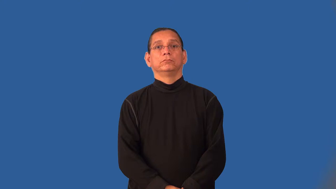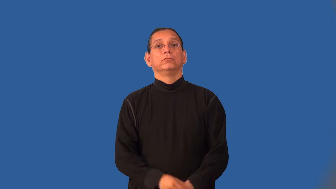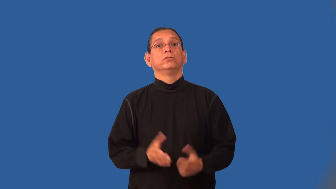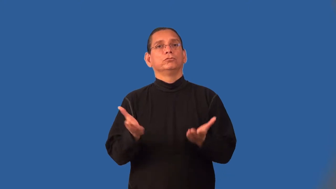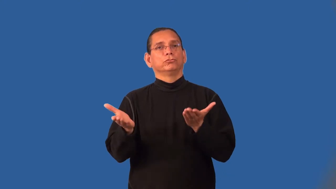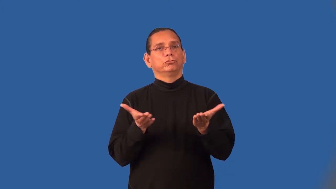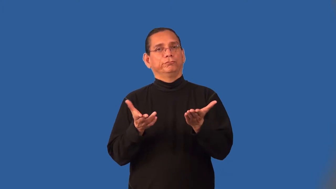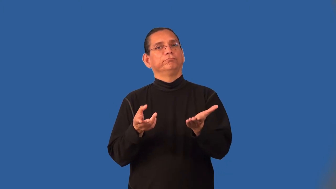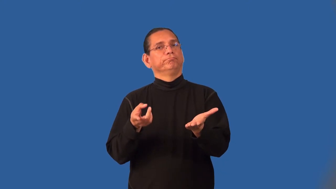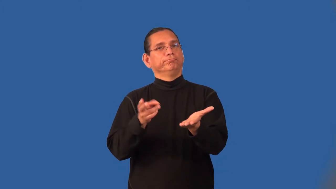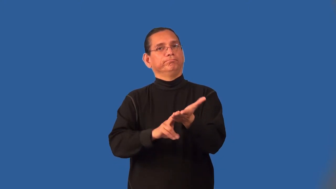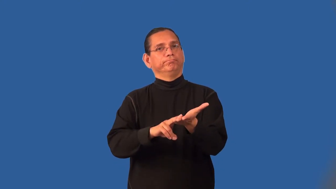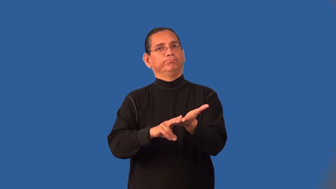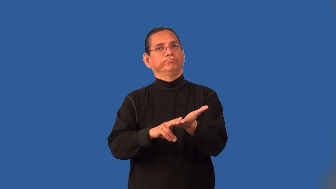indenture